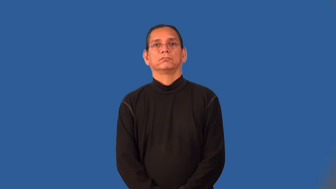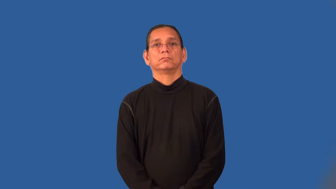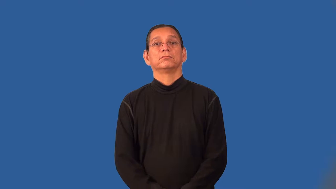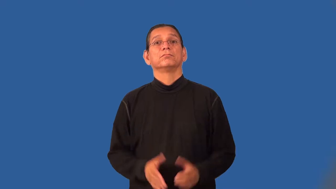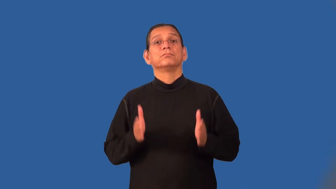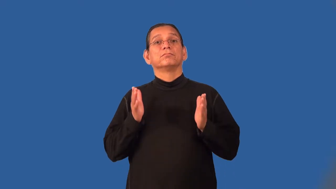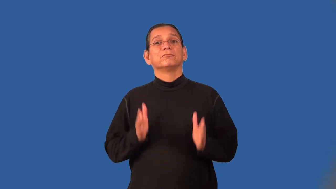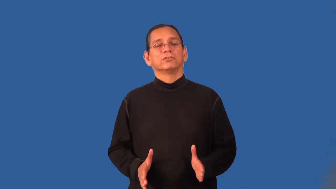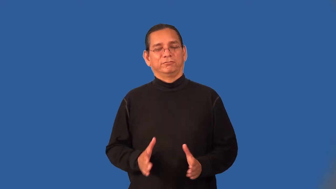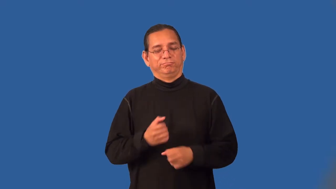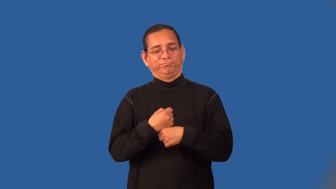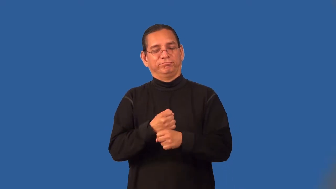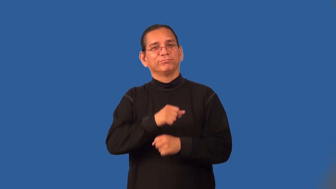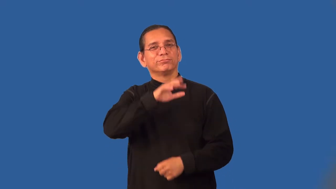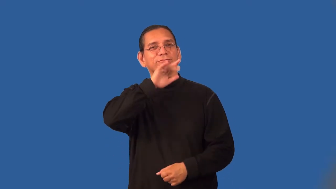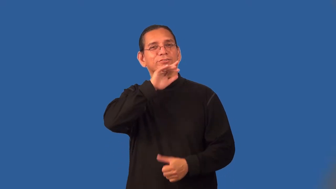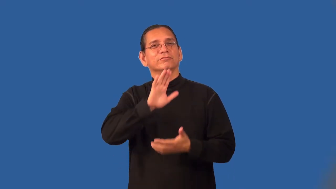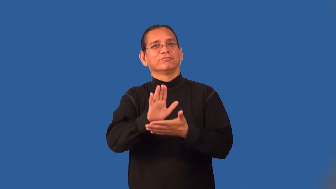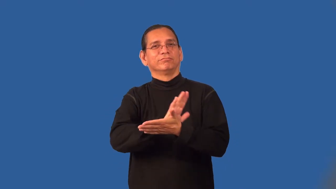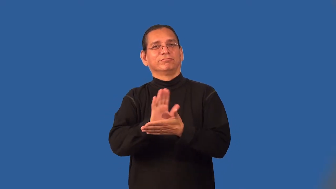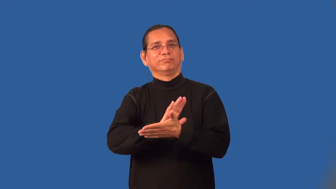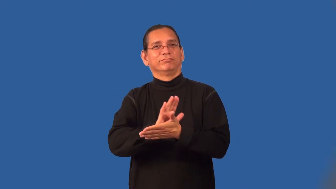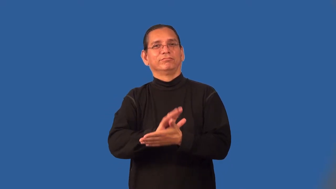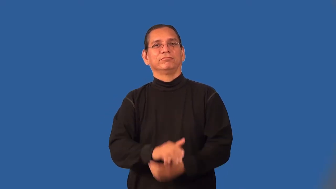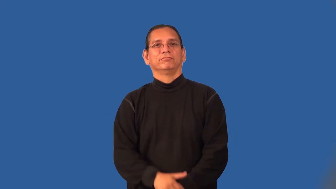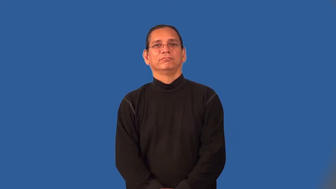pornographer